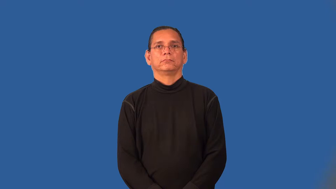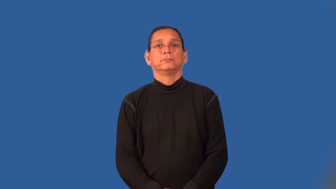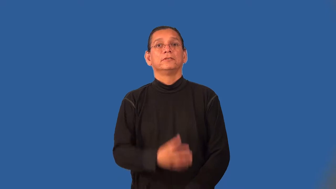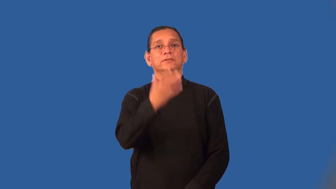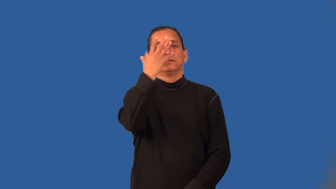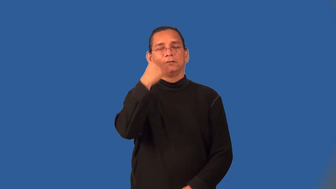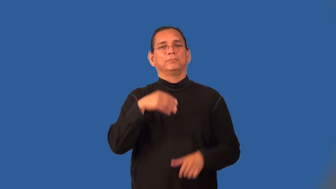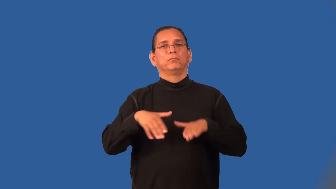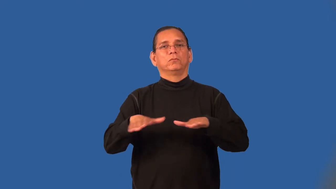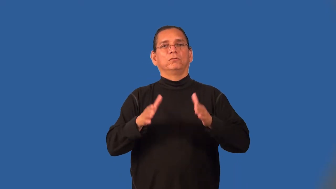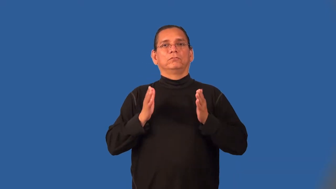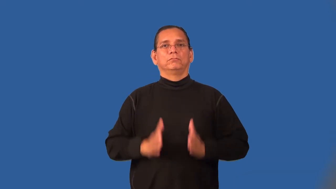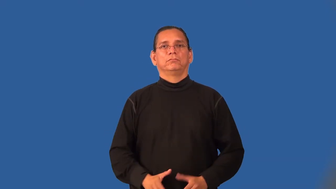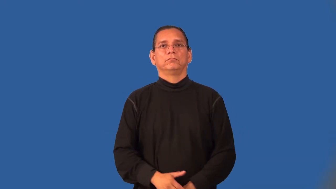sleepwalker